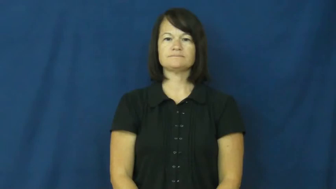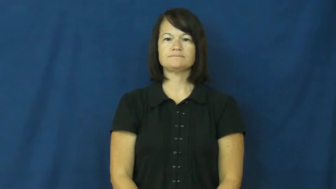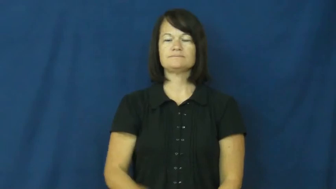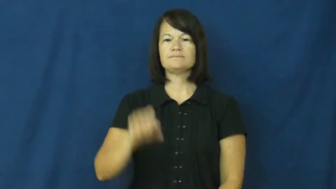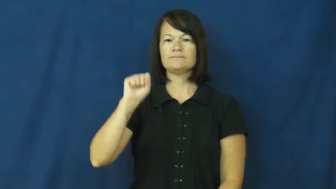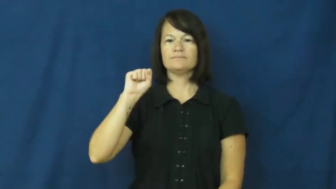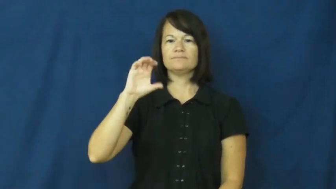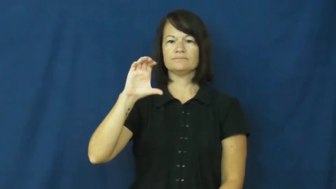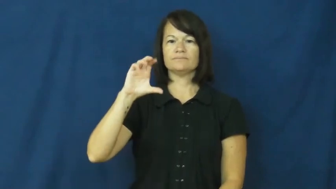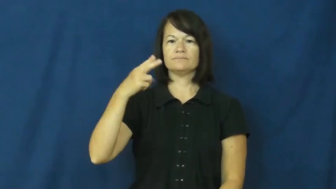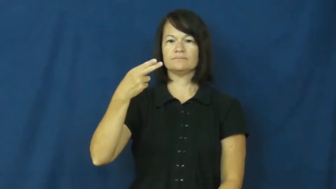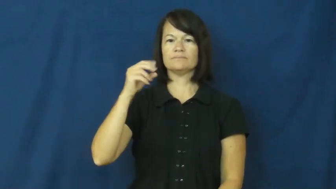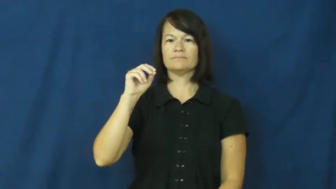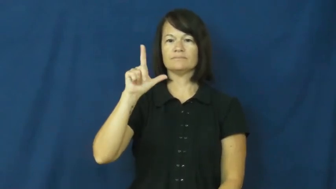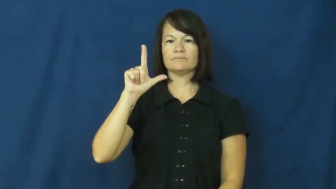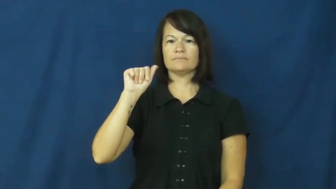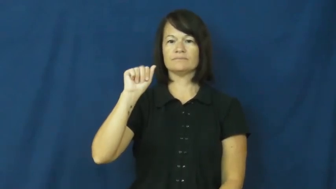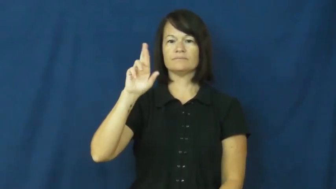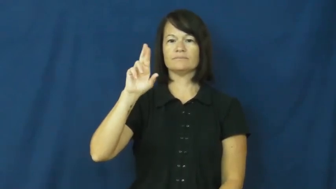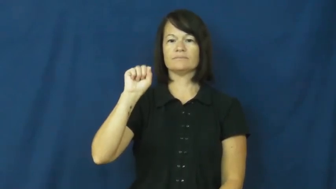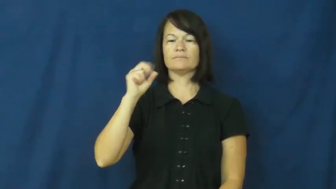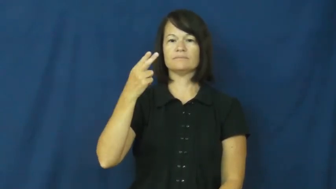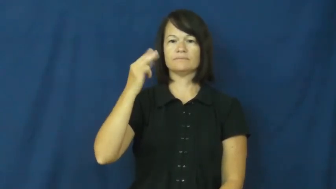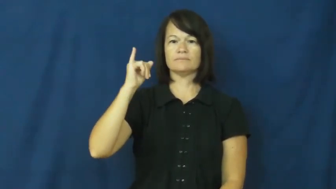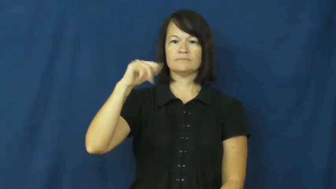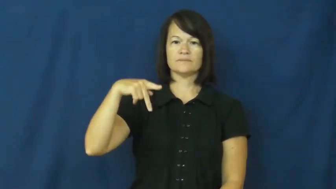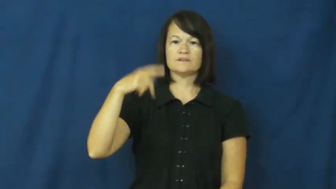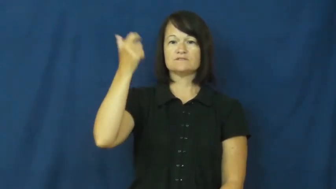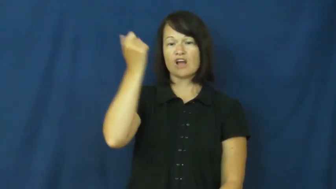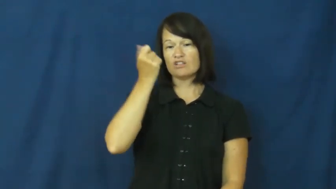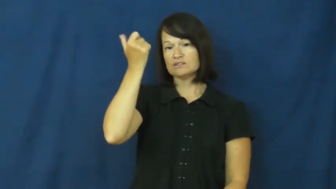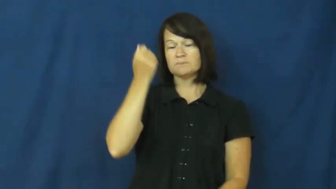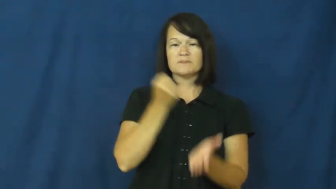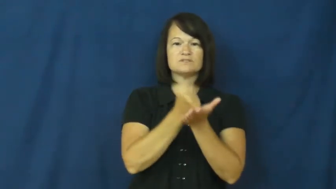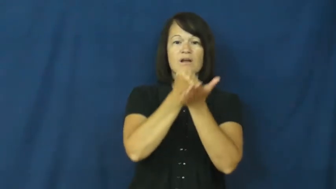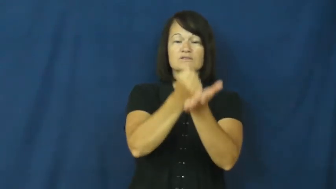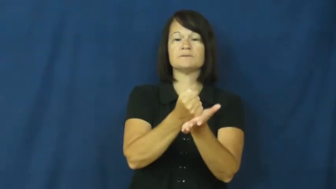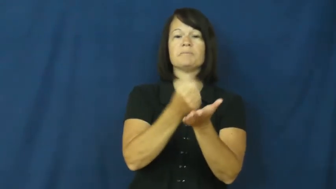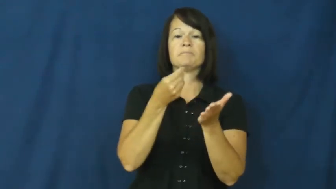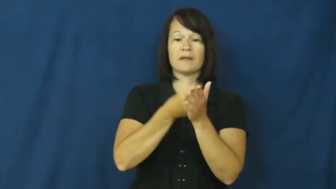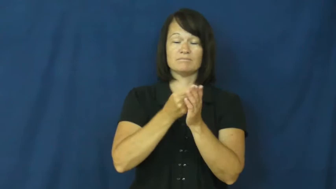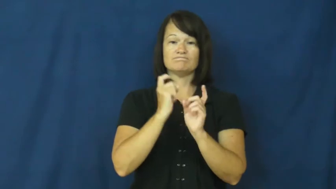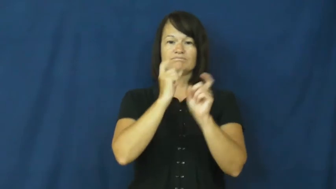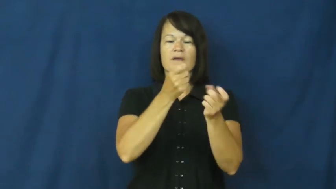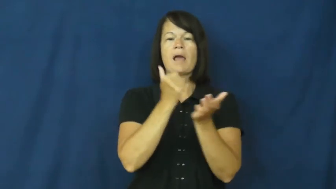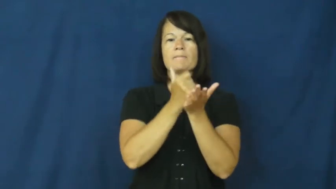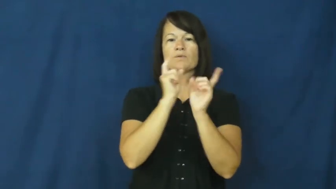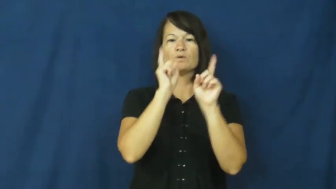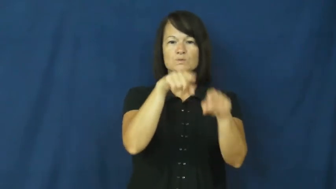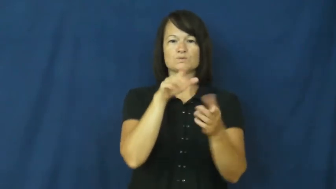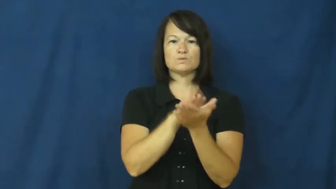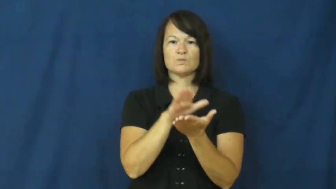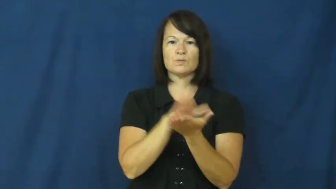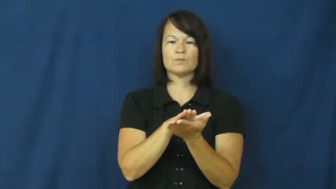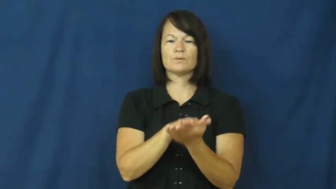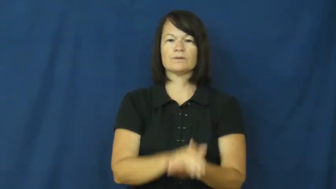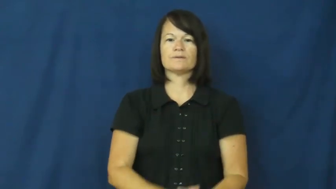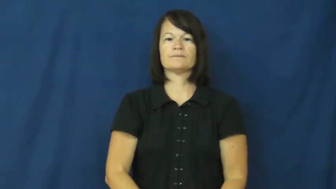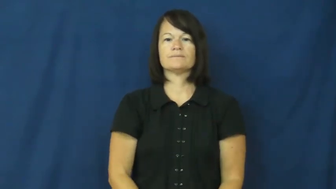scholarship-money